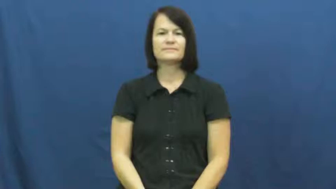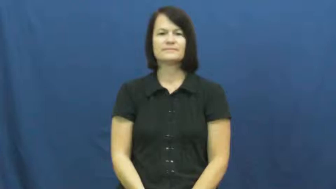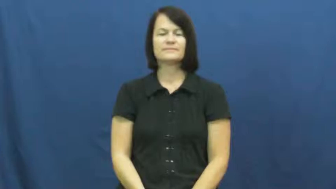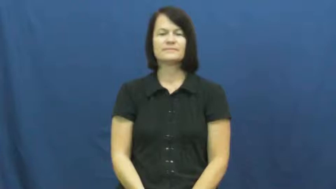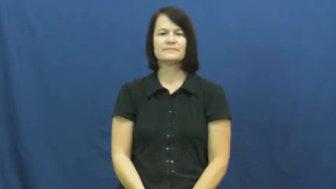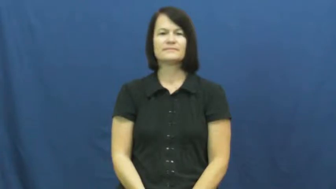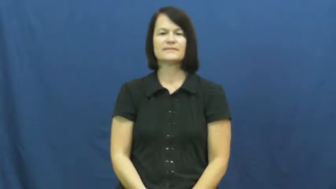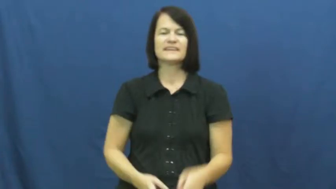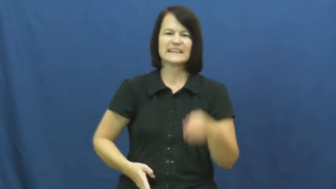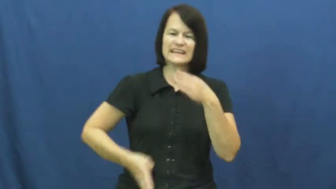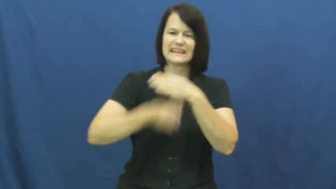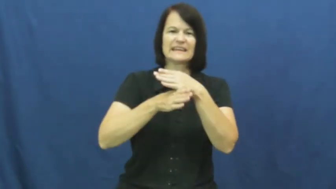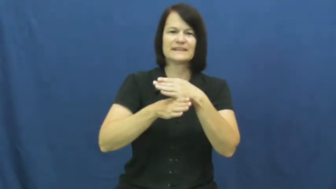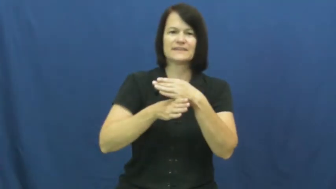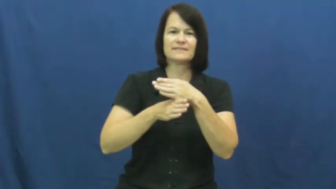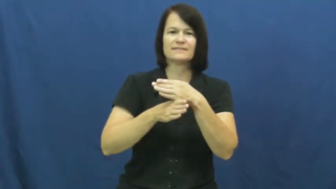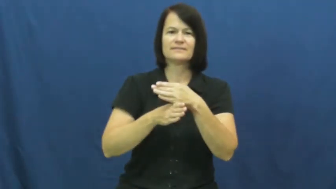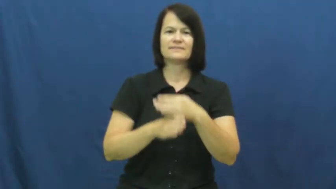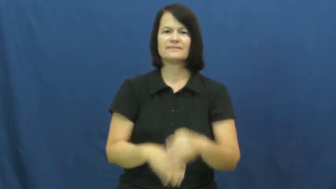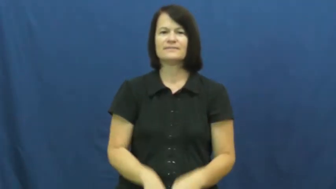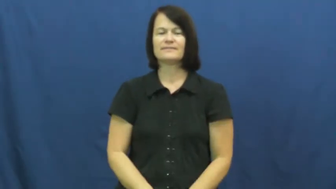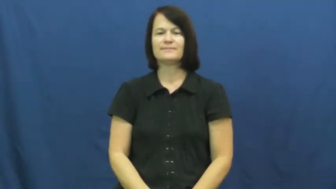kick,kick at,boot